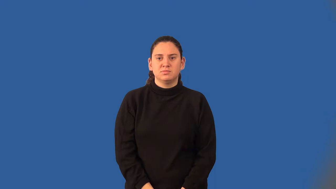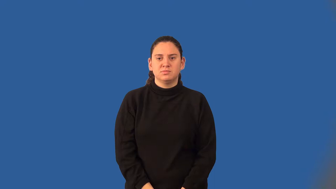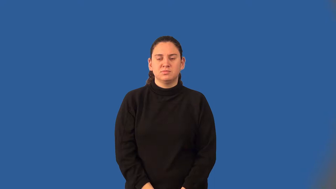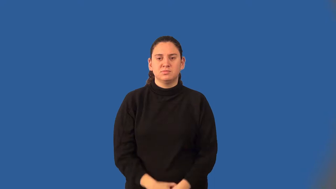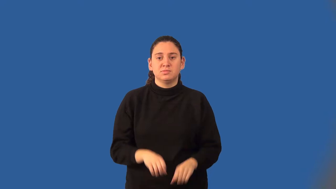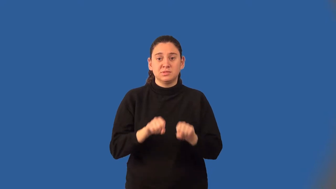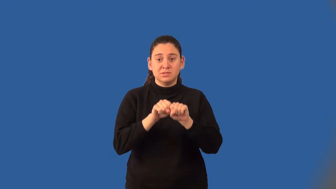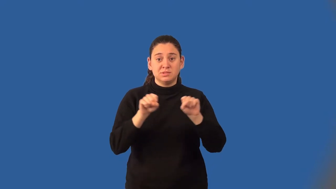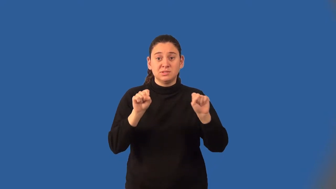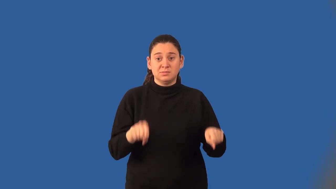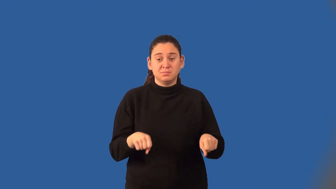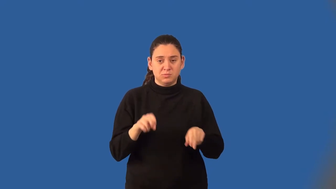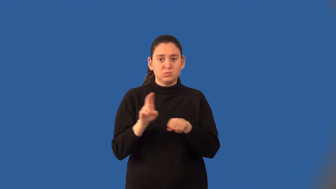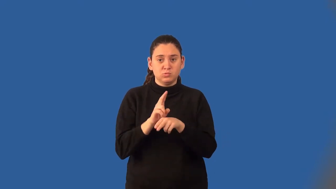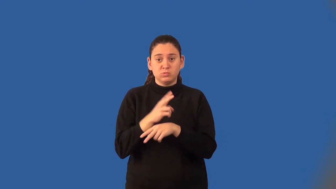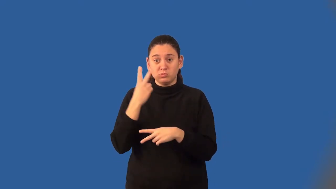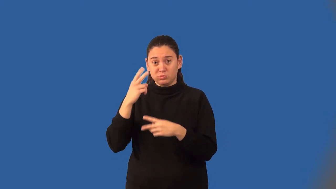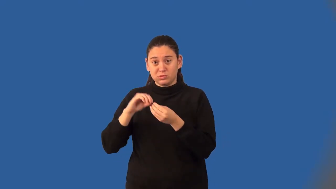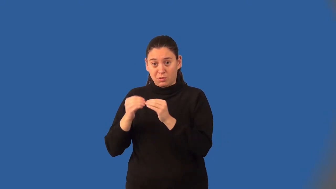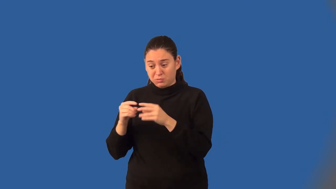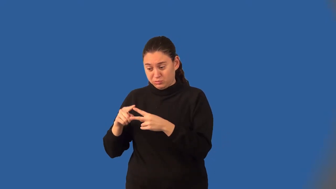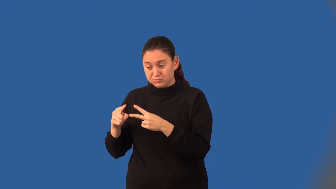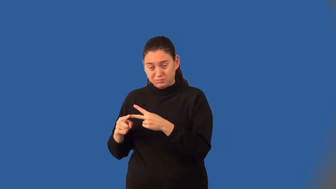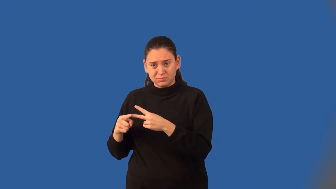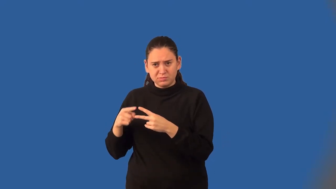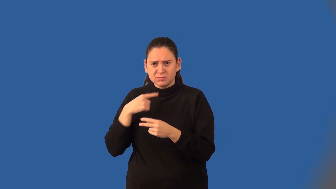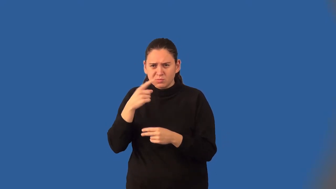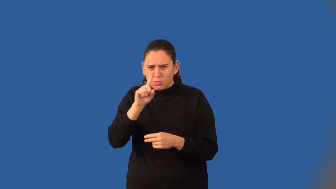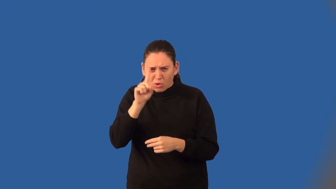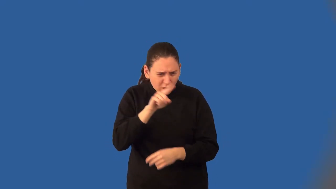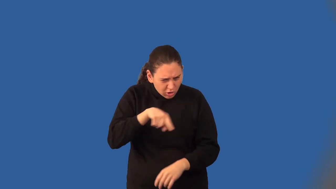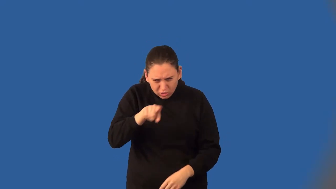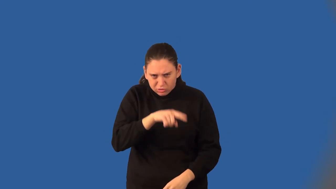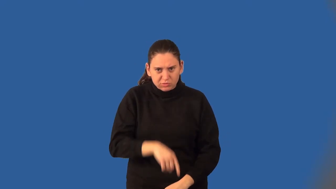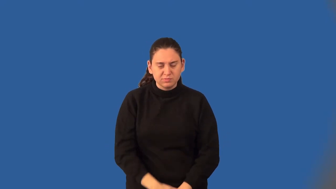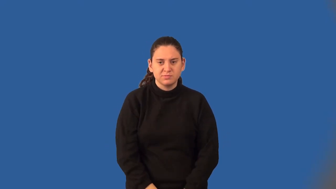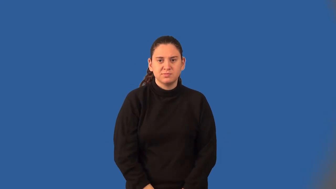coordinate system